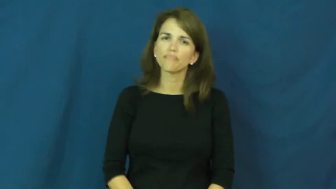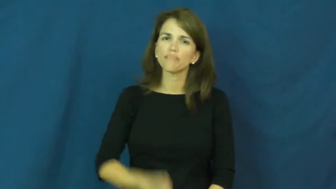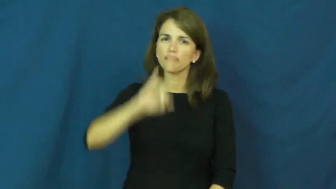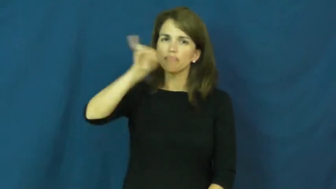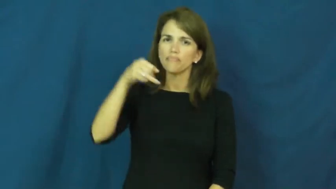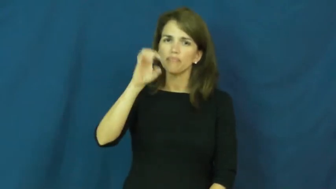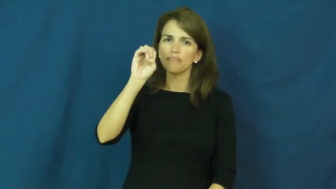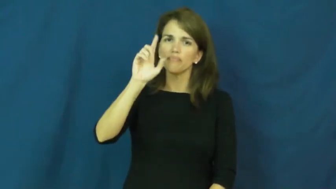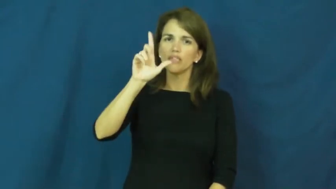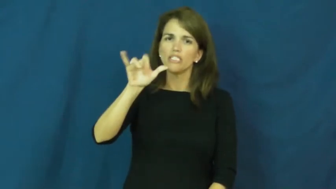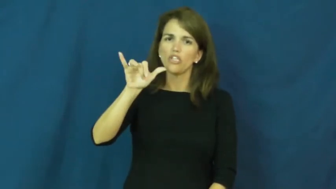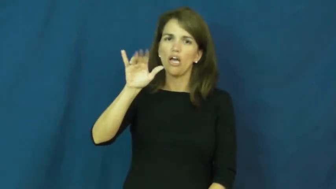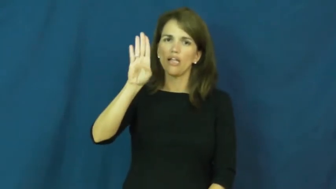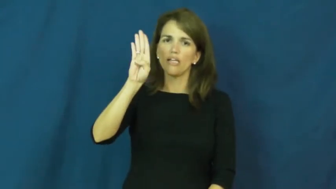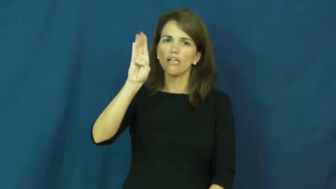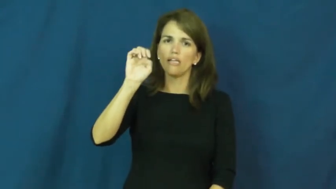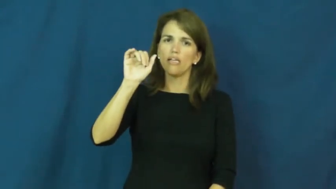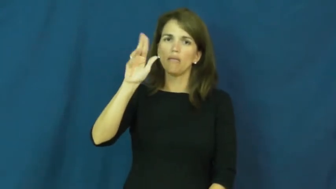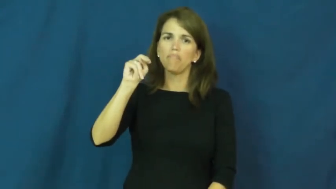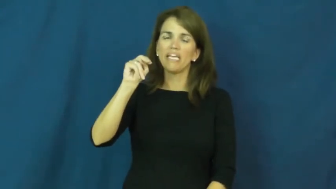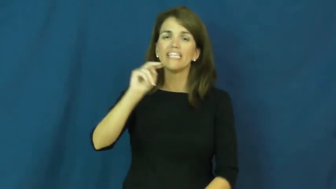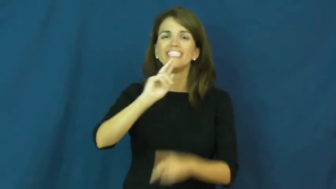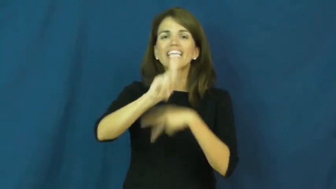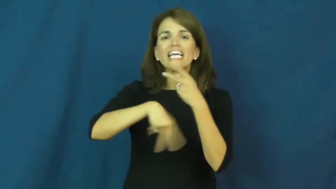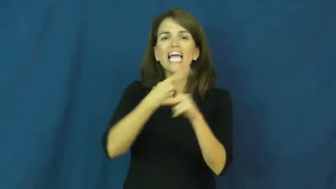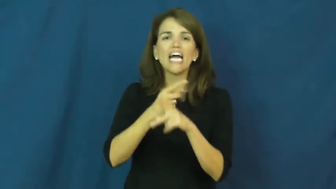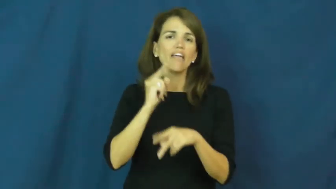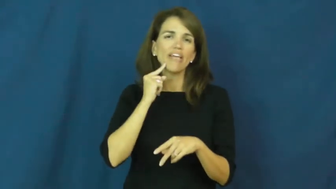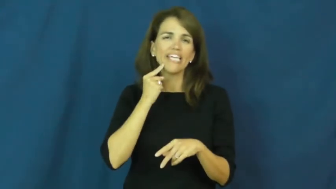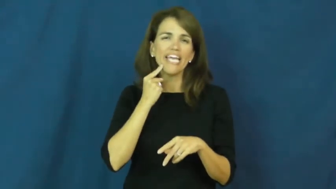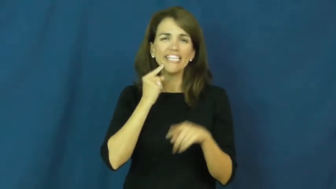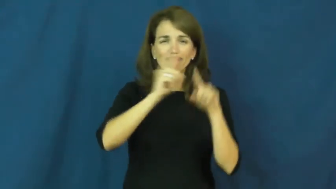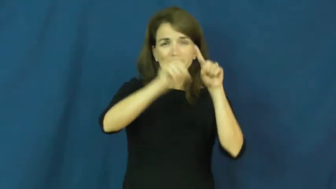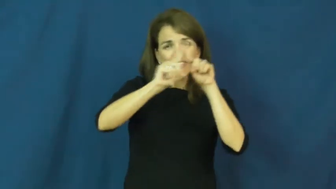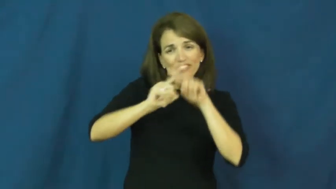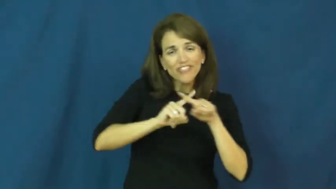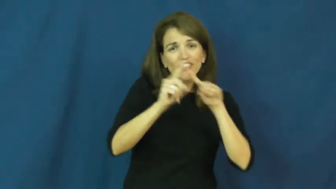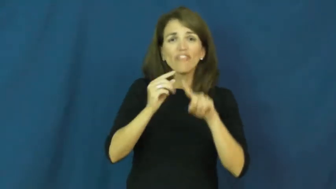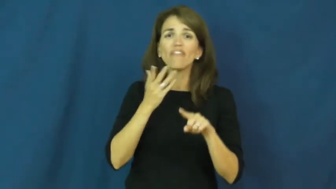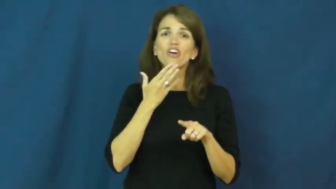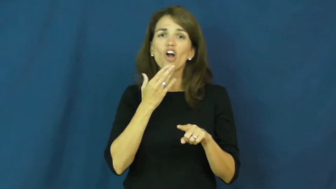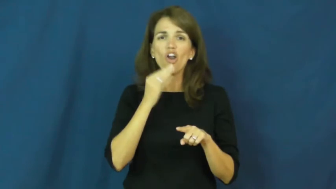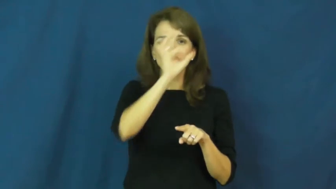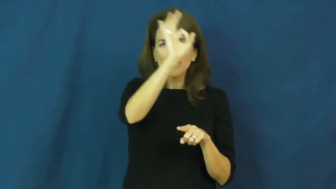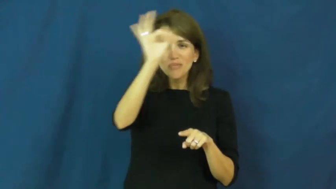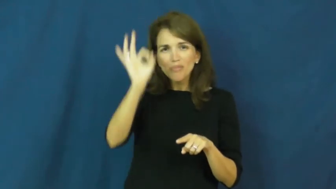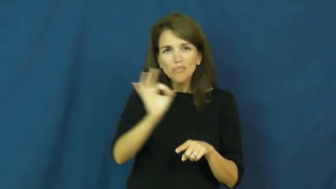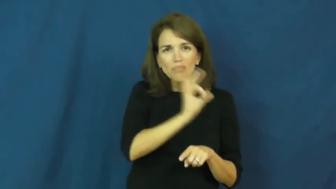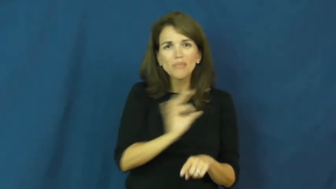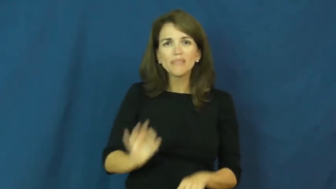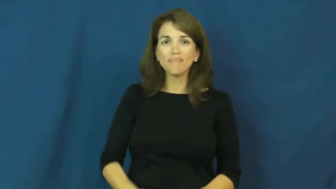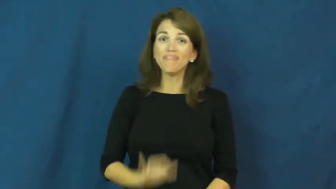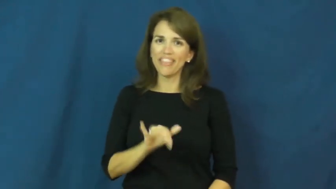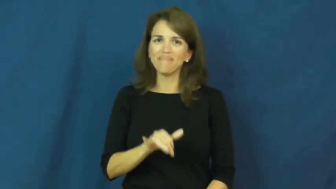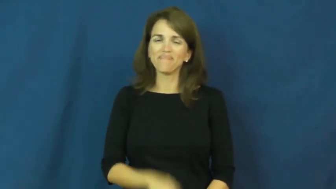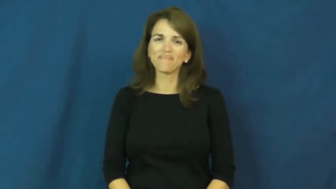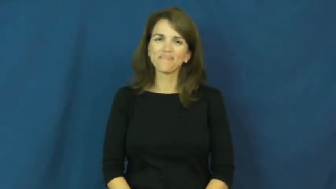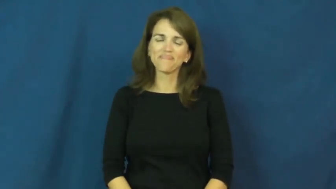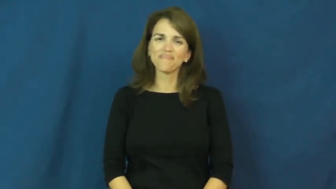jelly bean